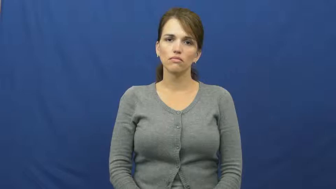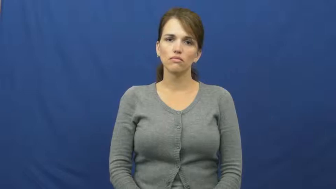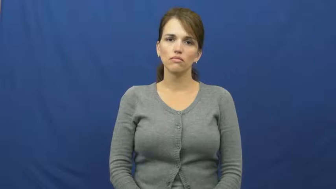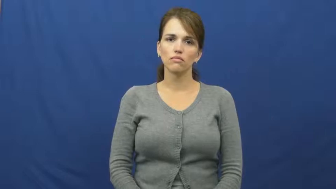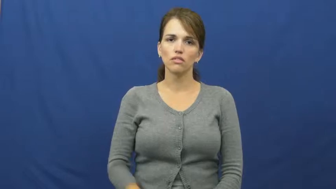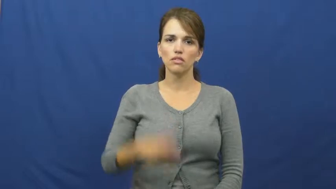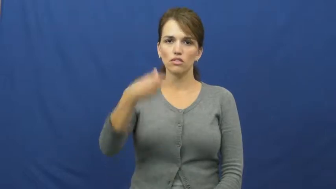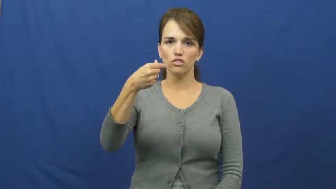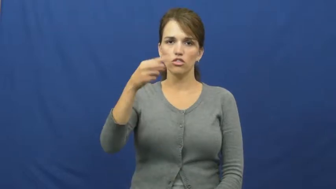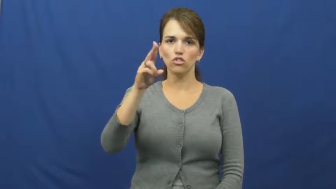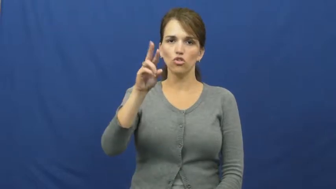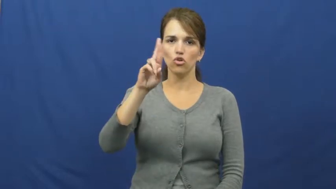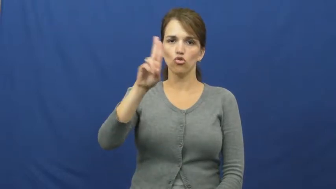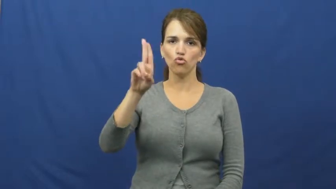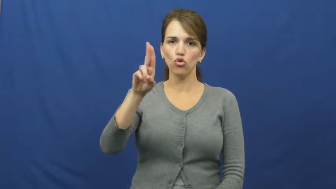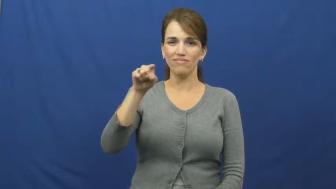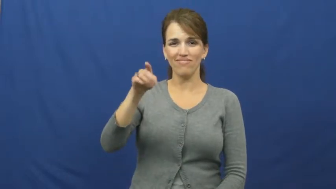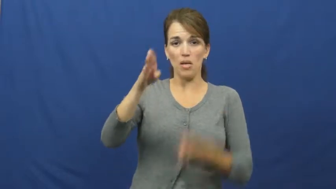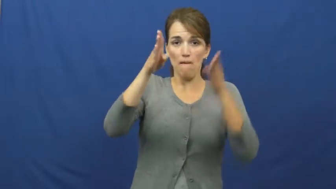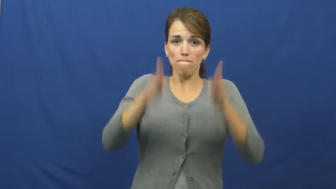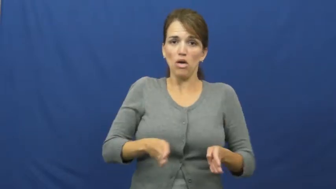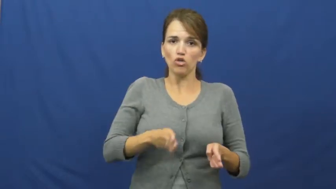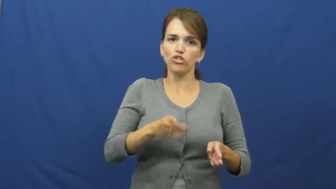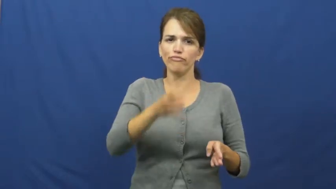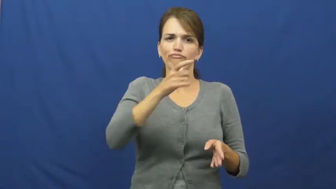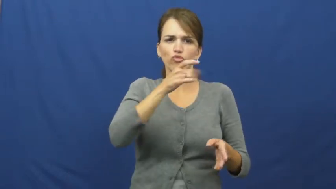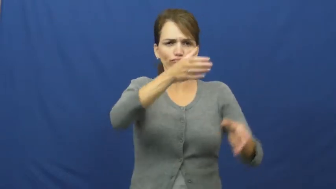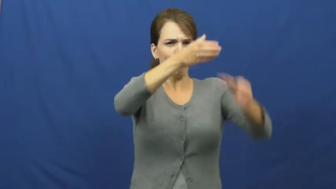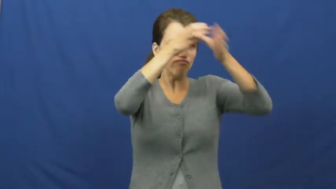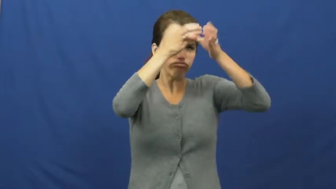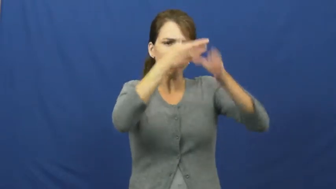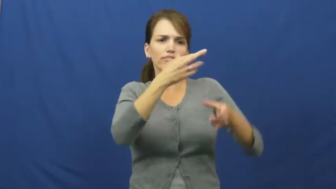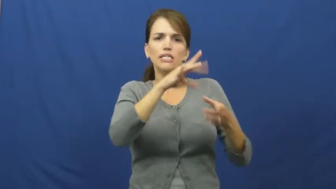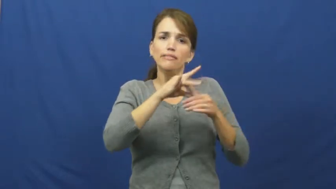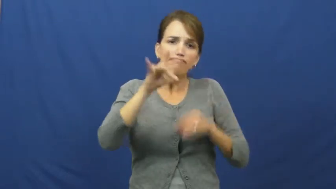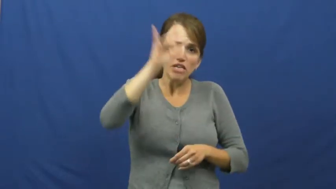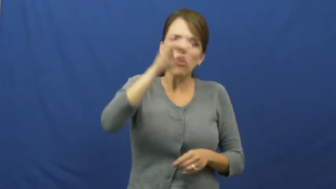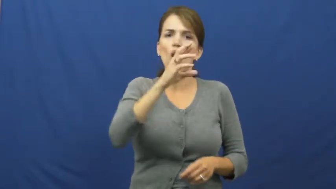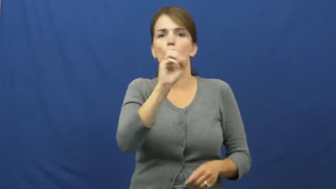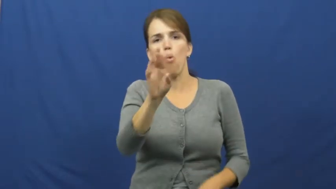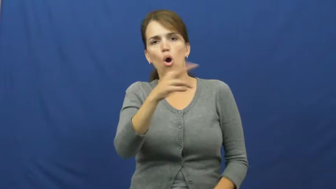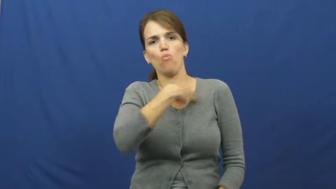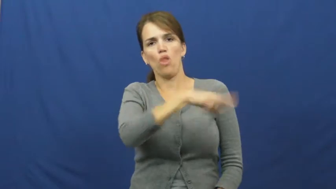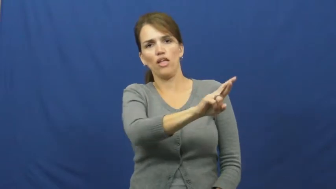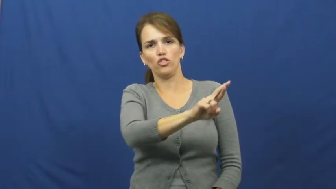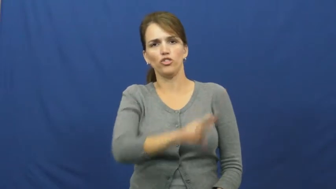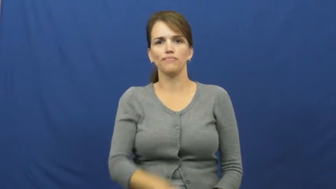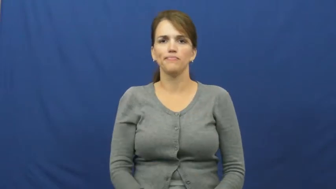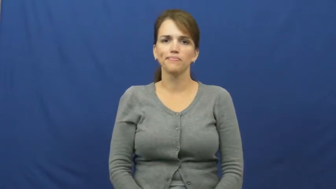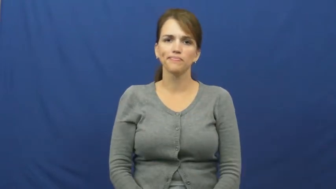guru